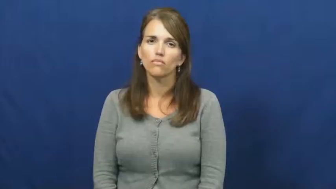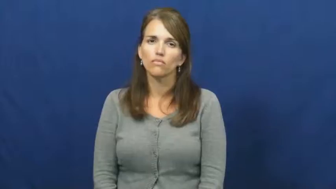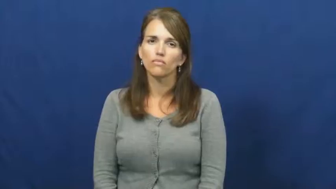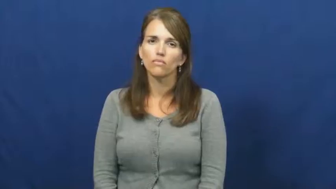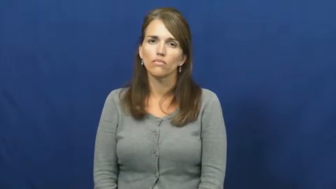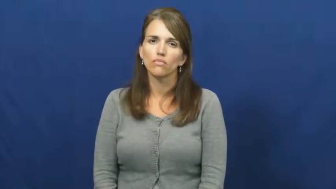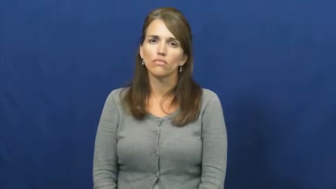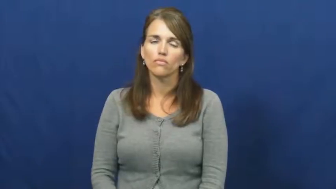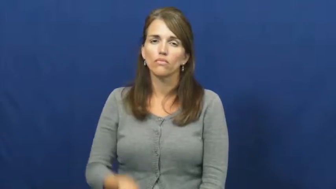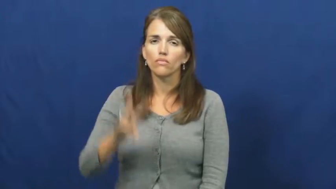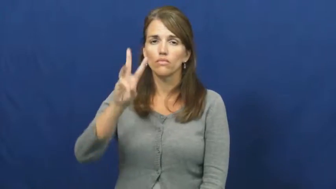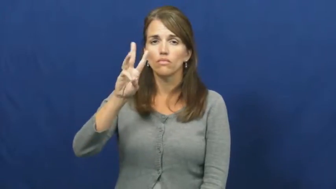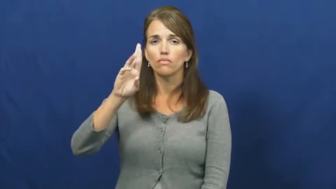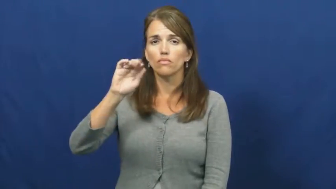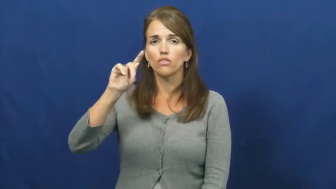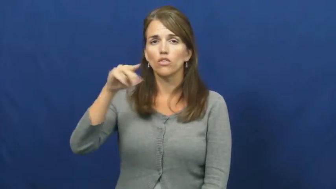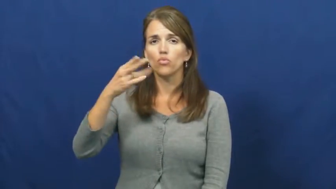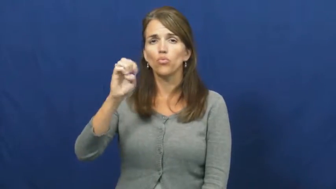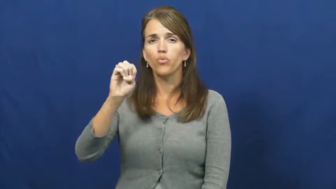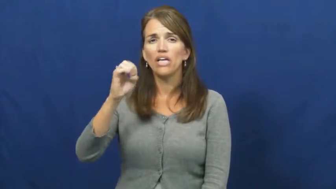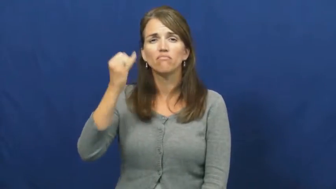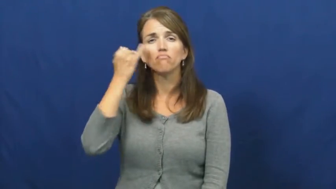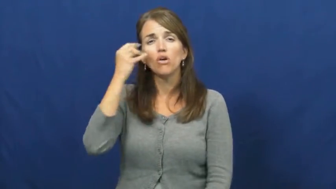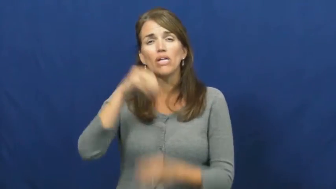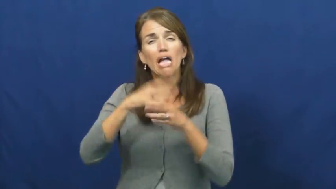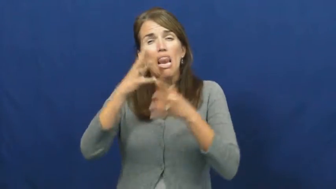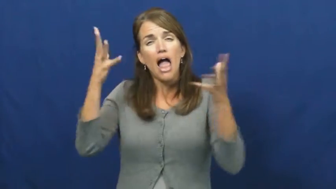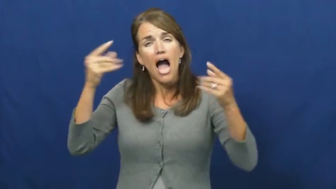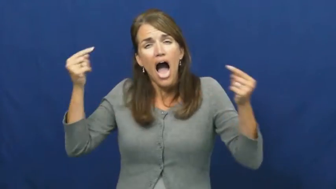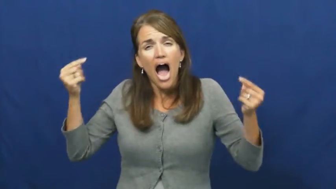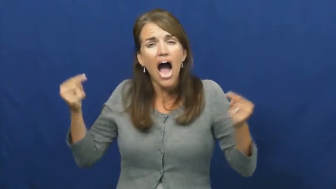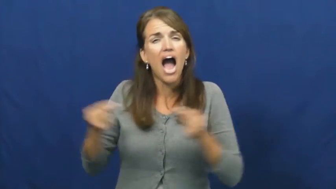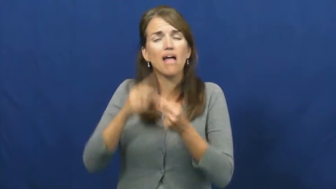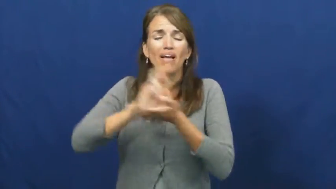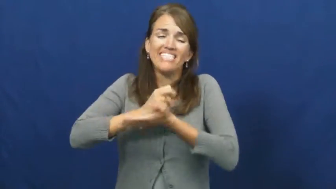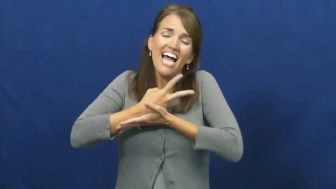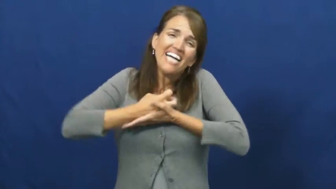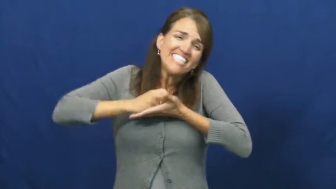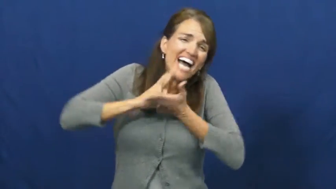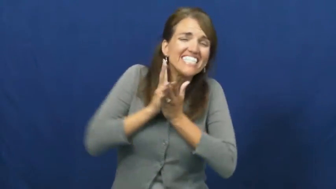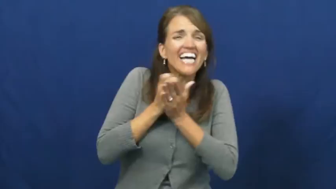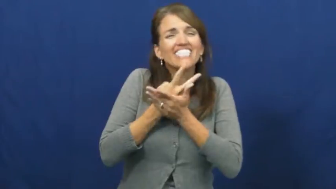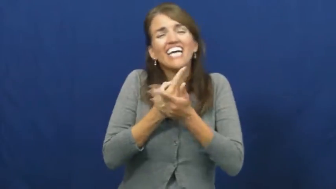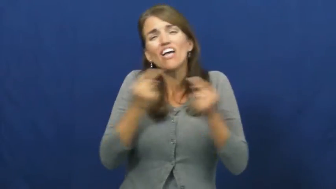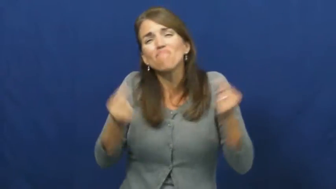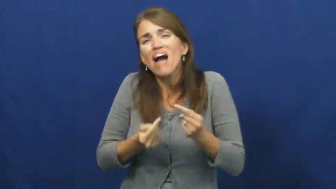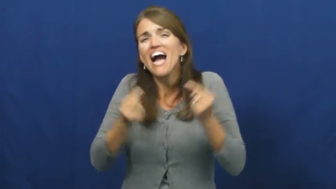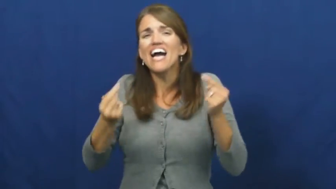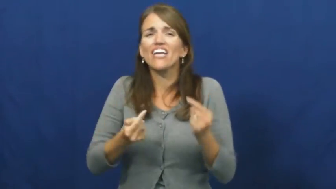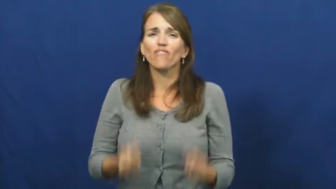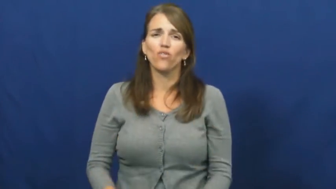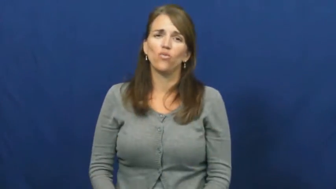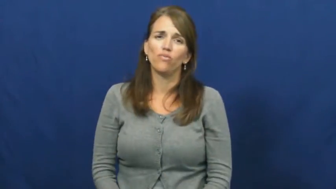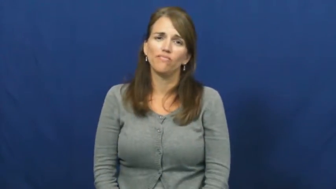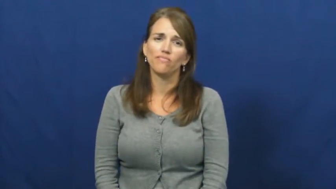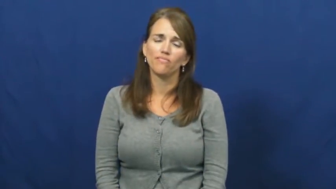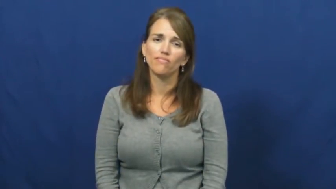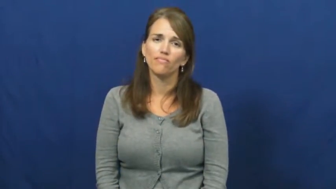writhe